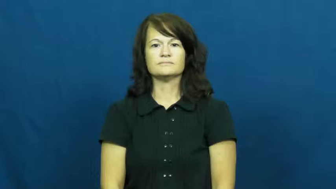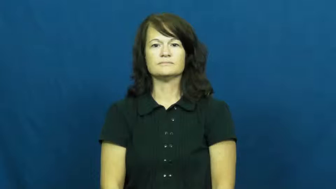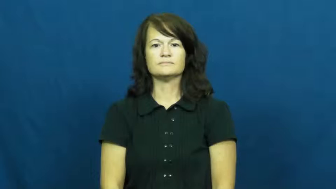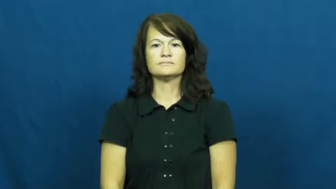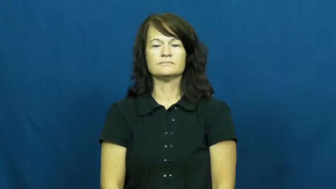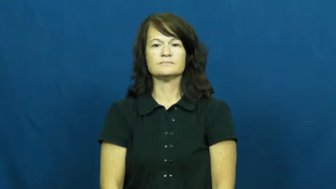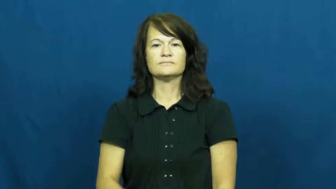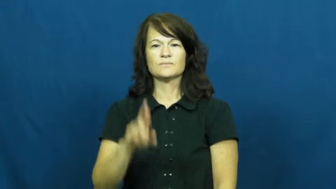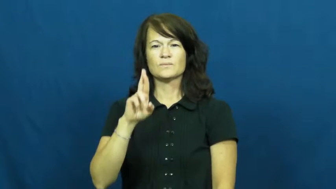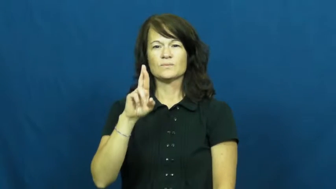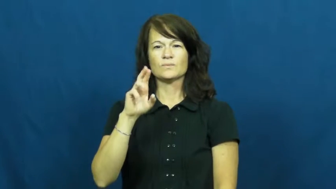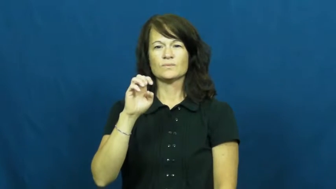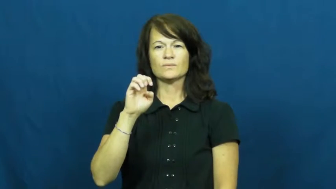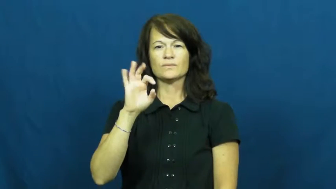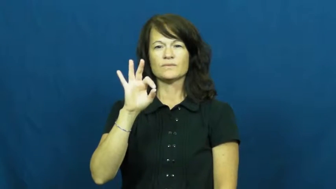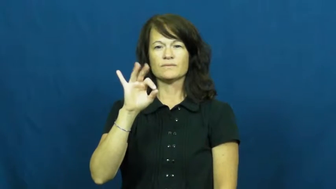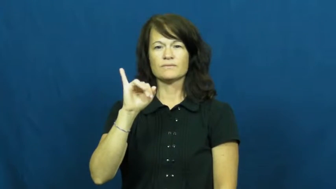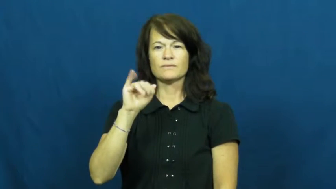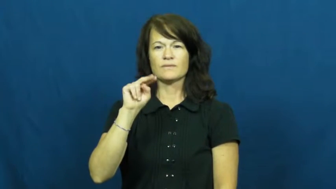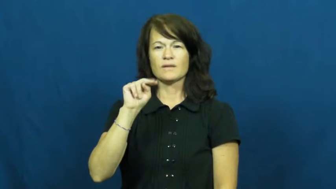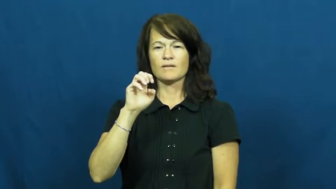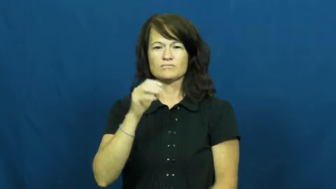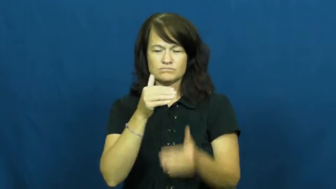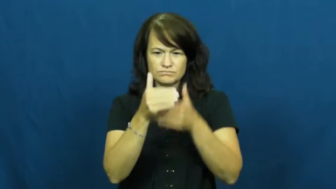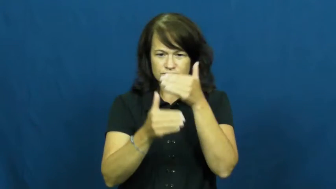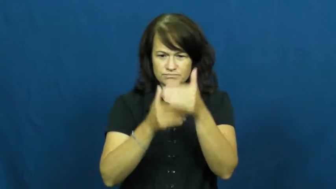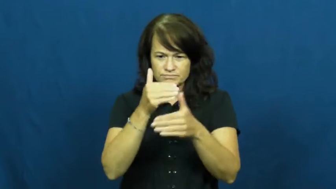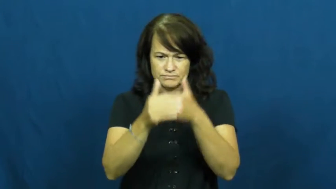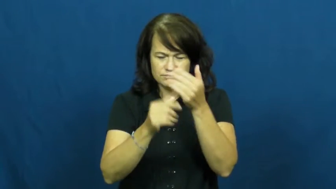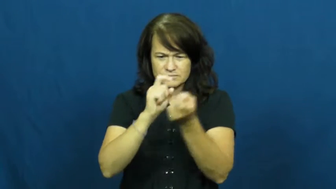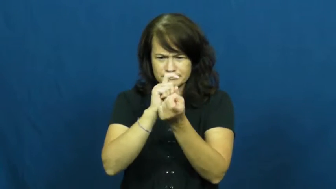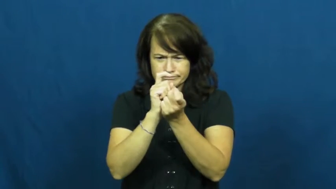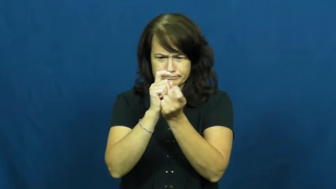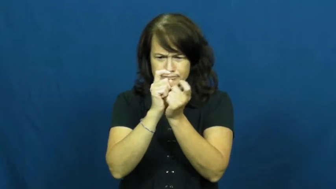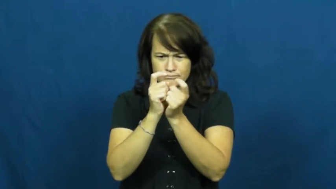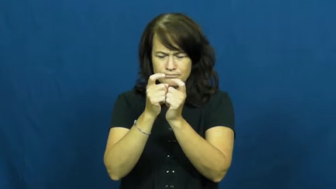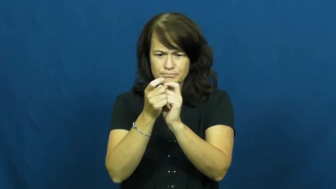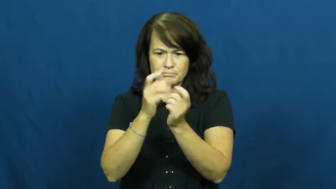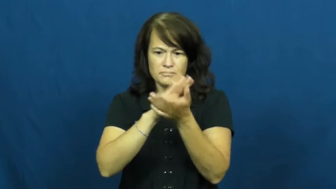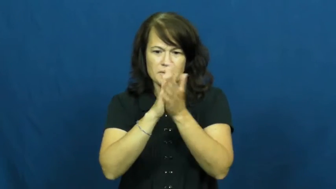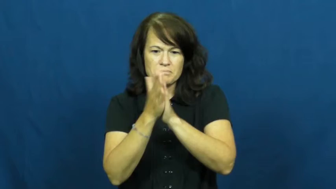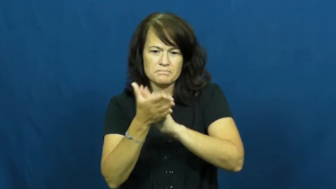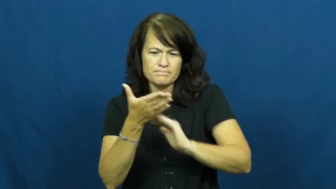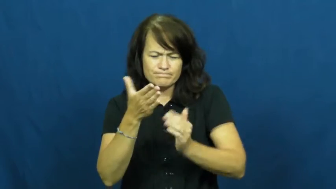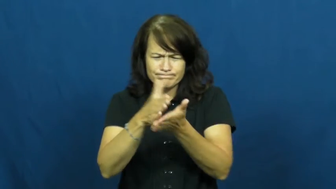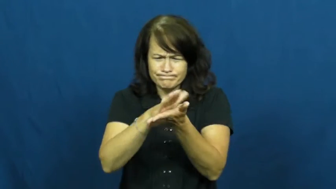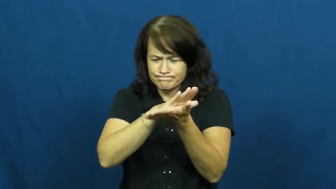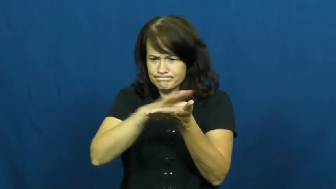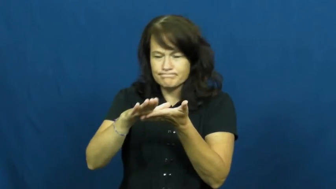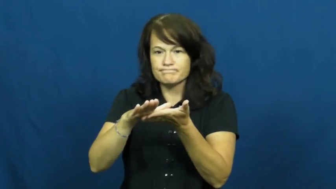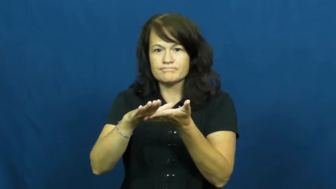refine